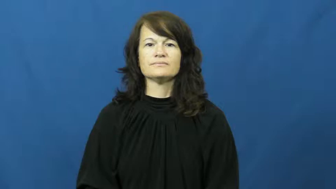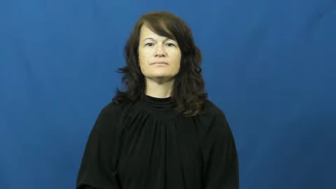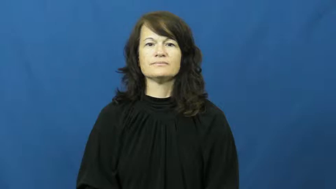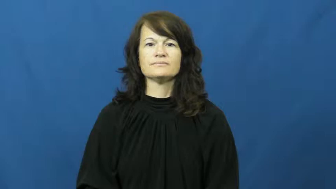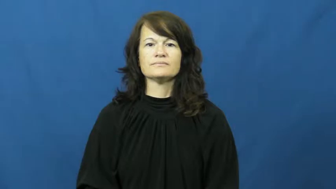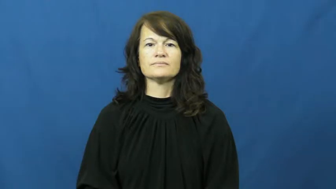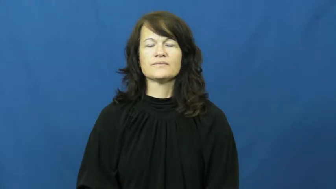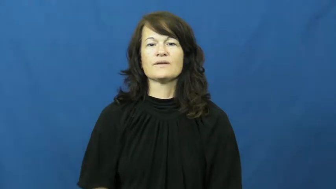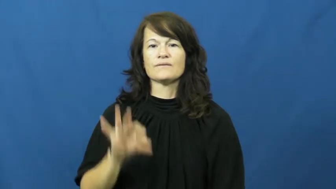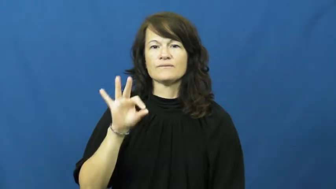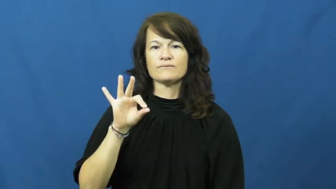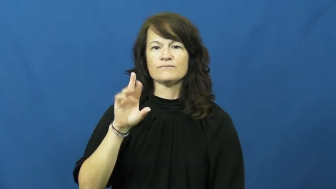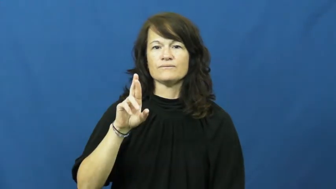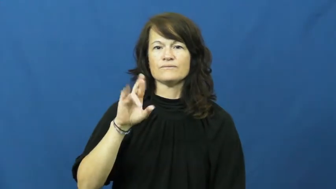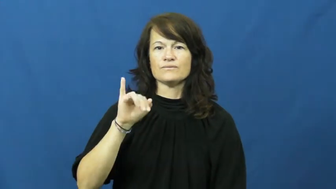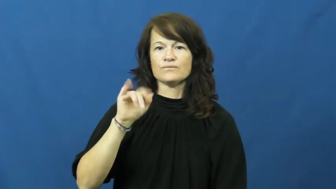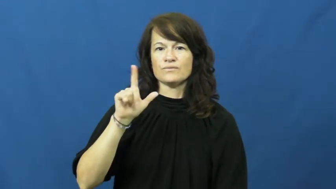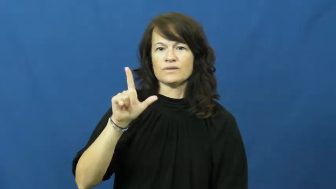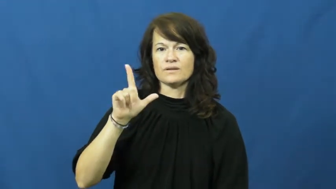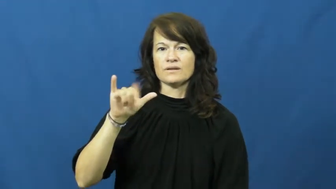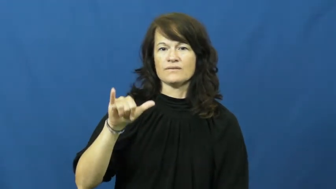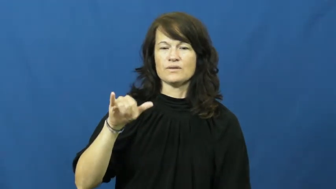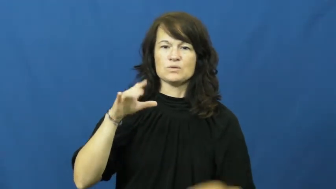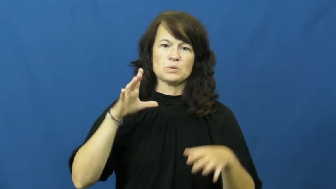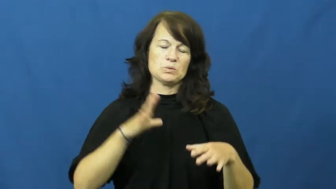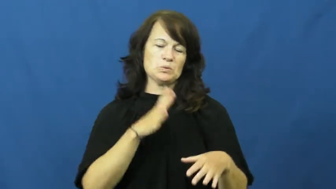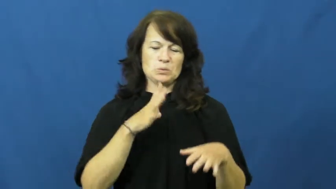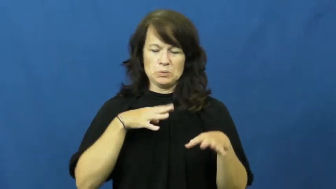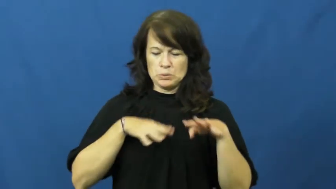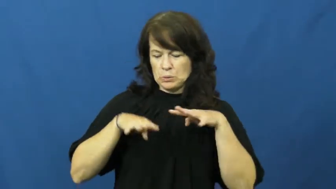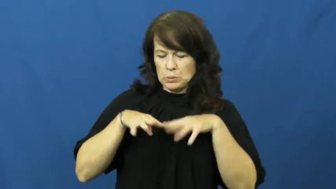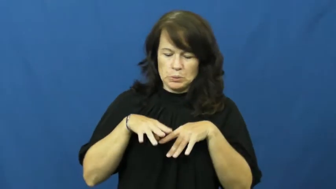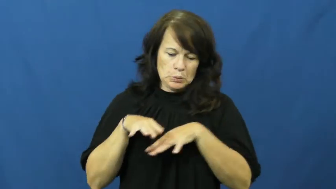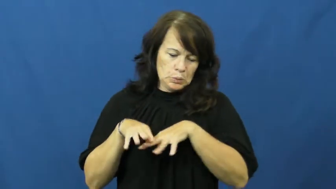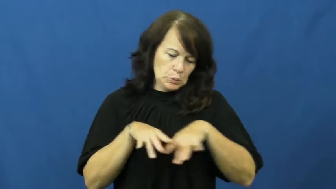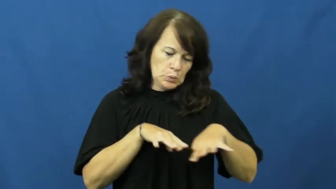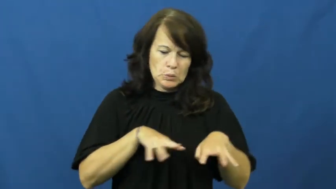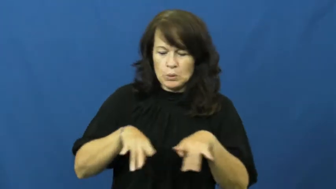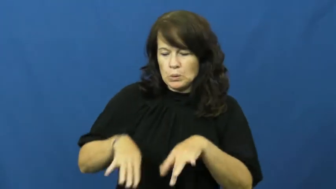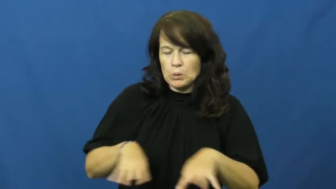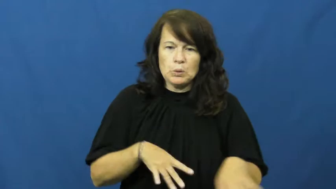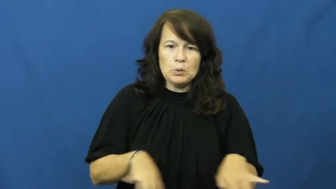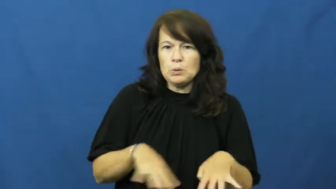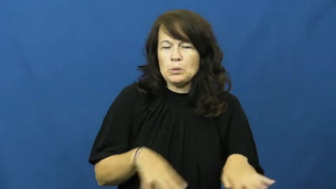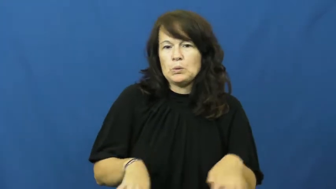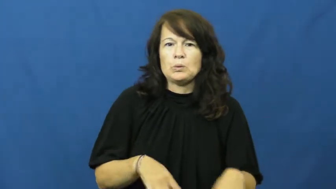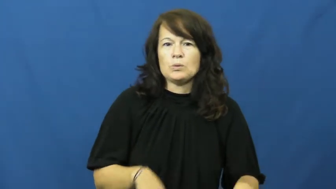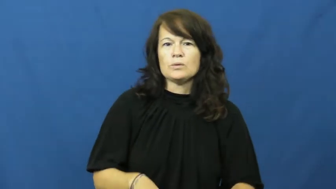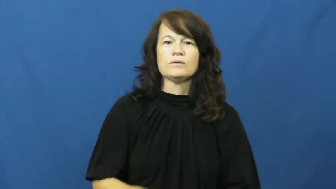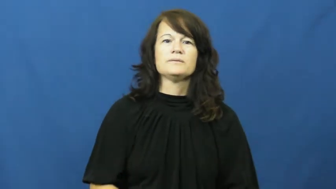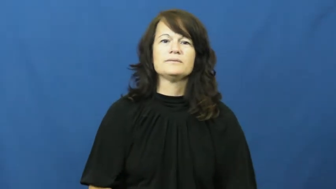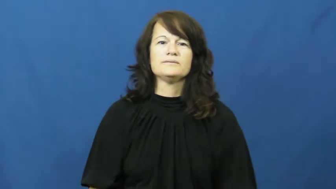frilly